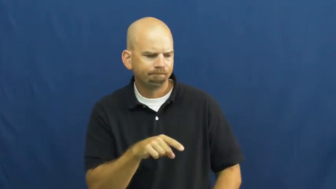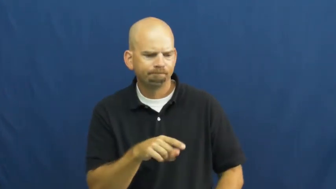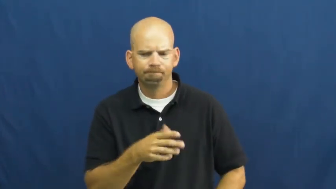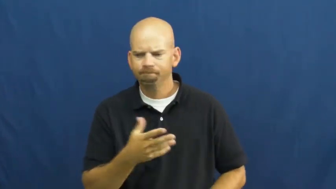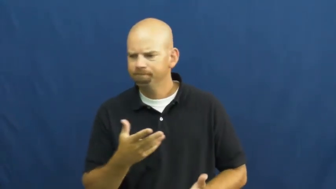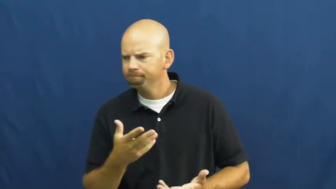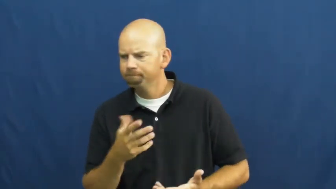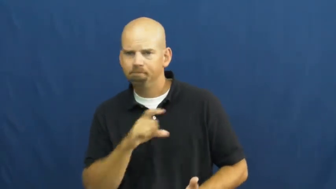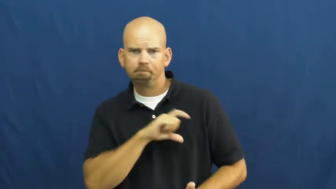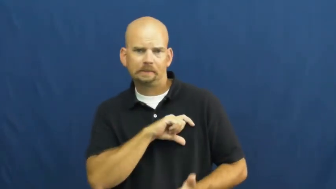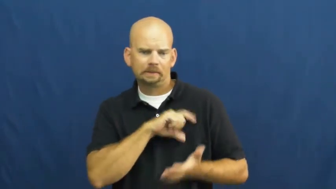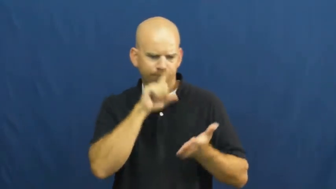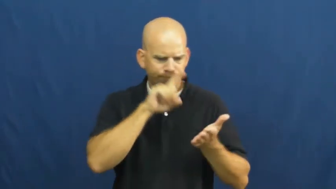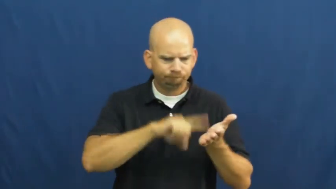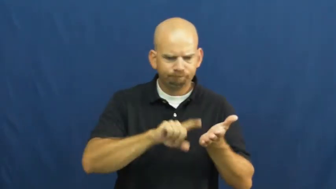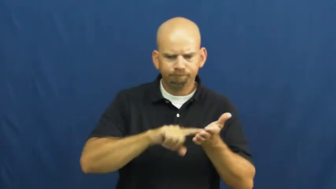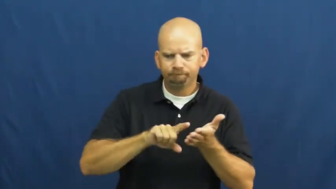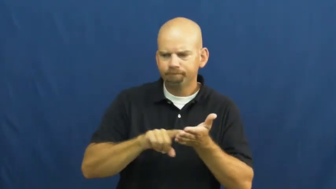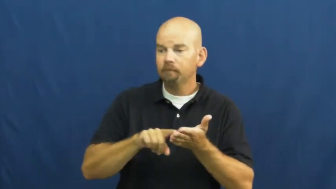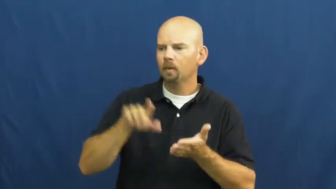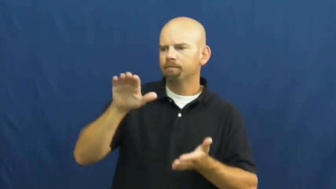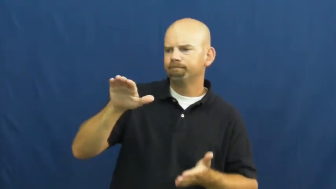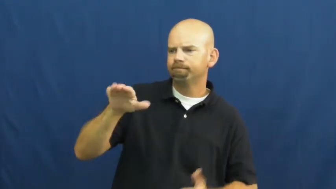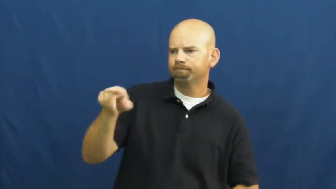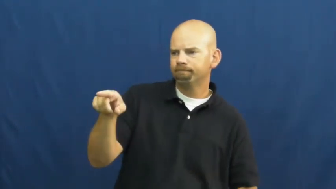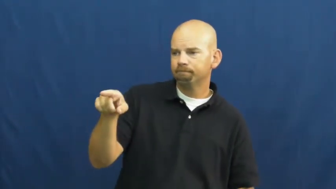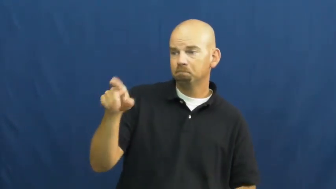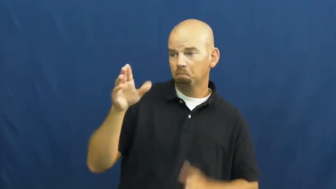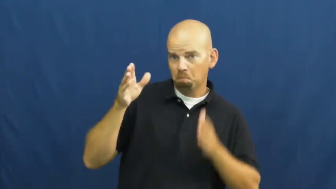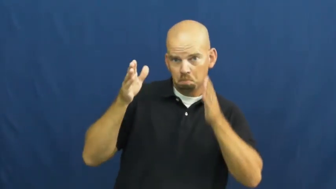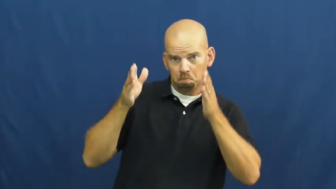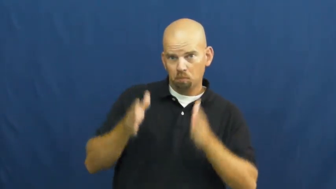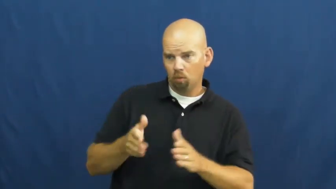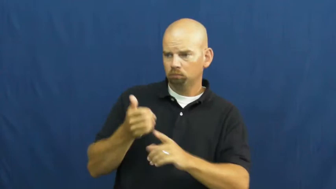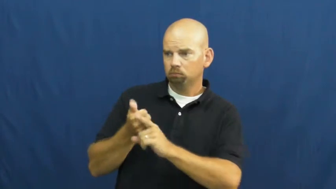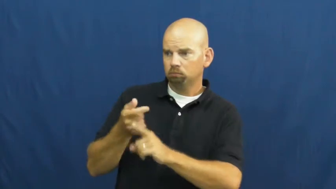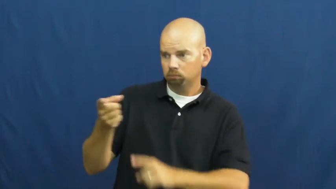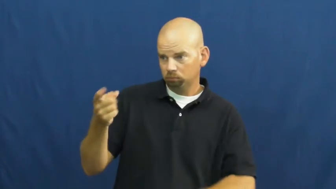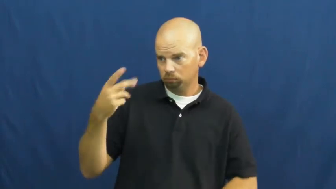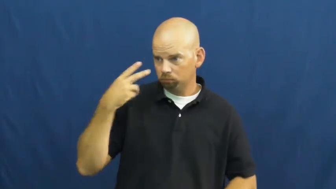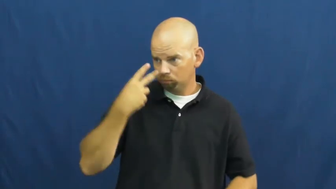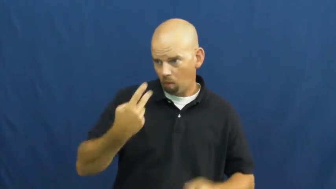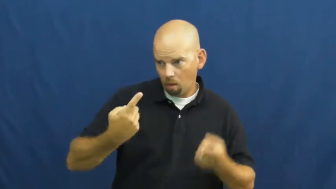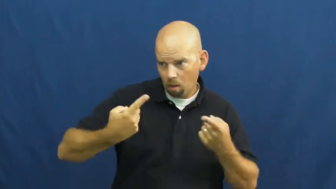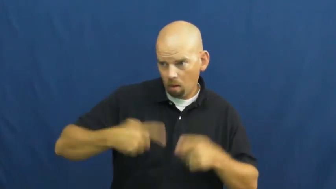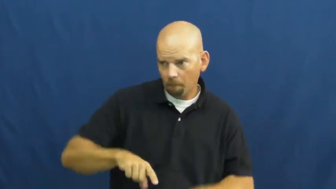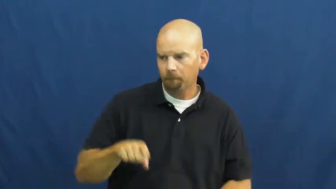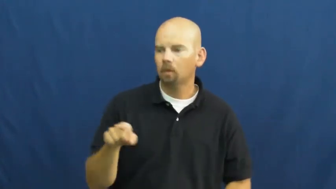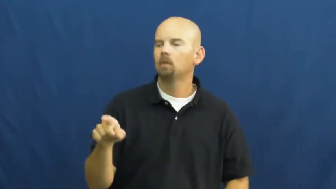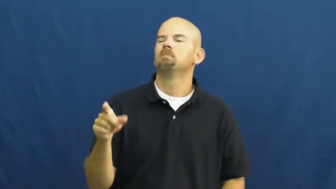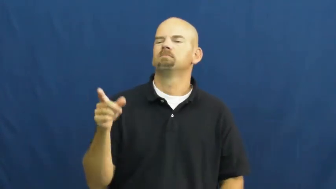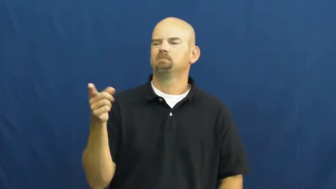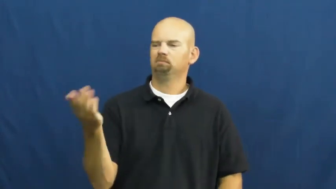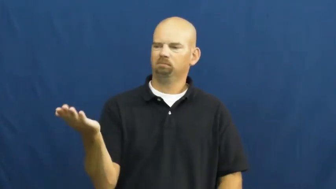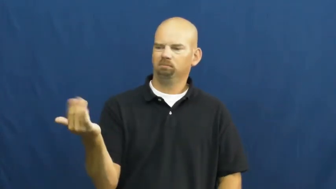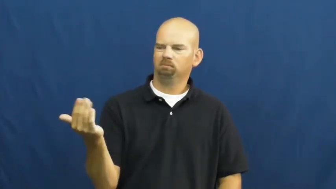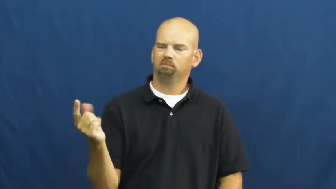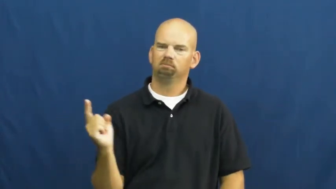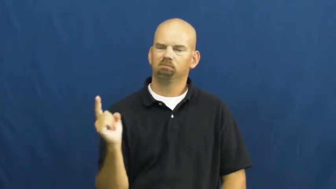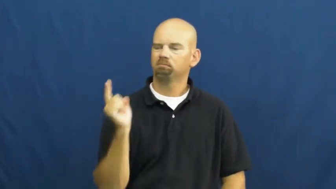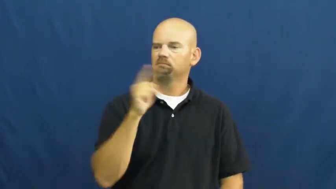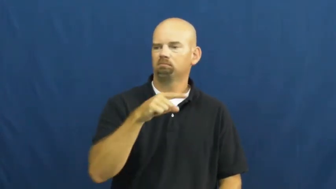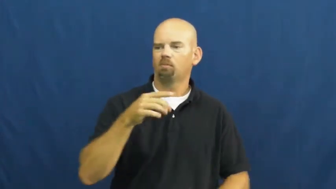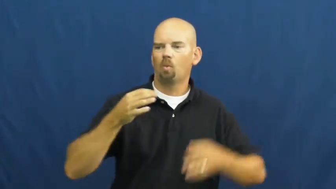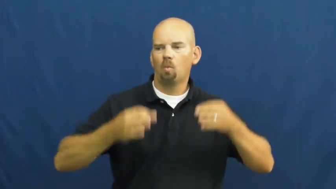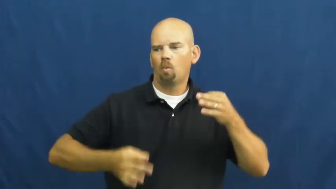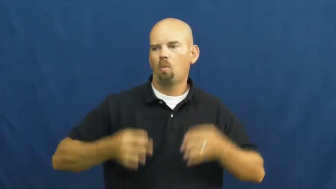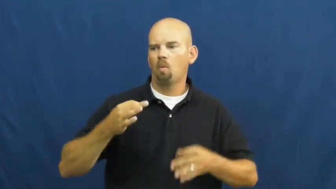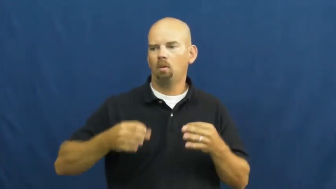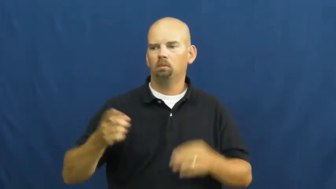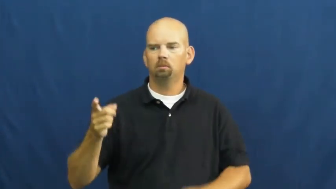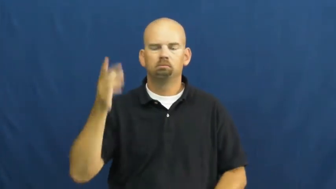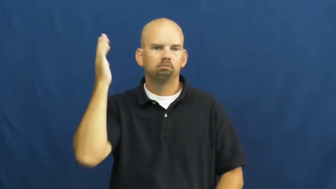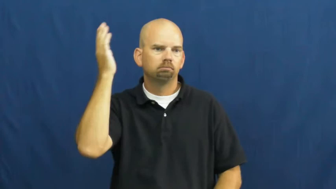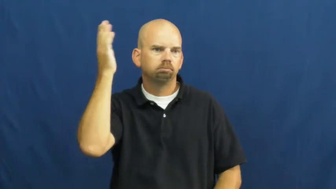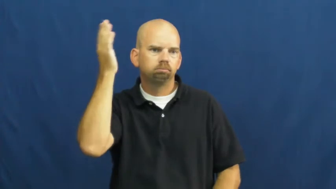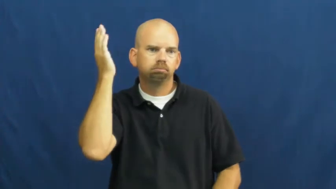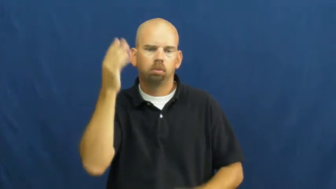testimony-legal